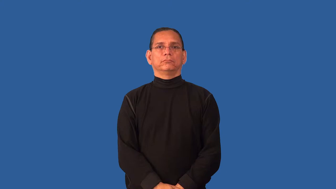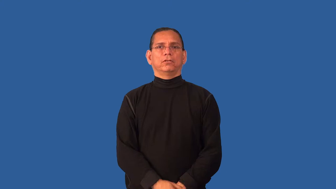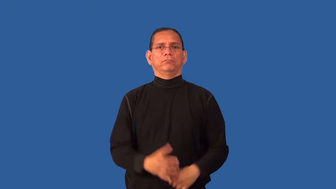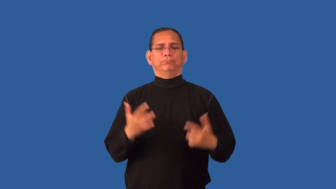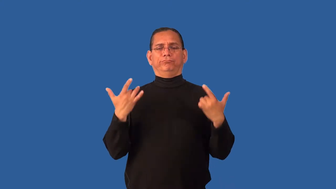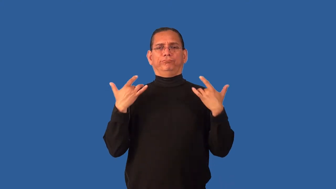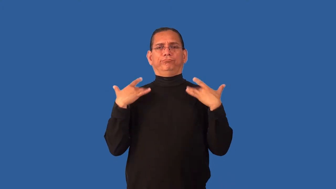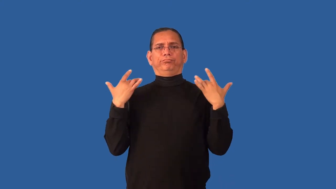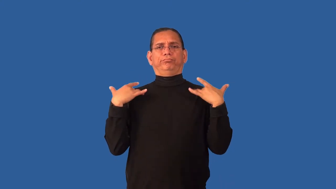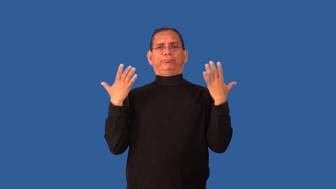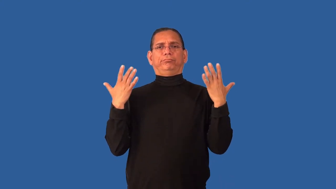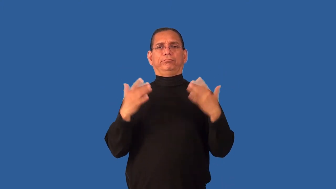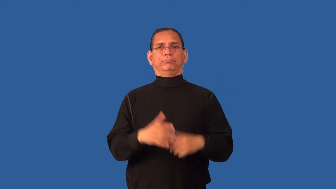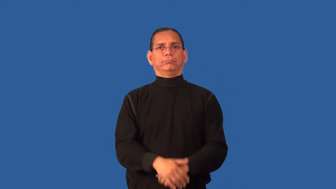disclaim